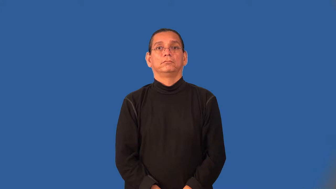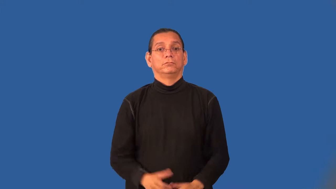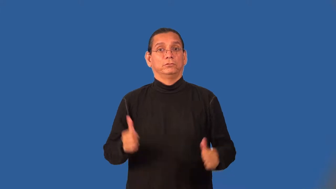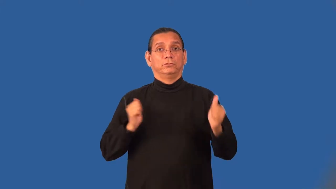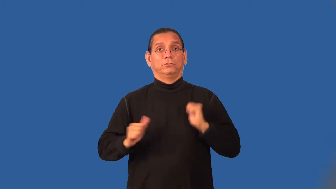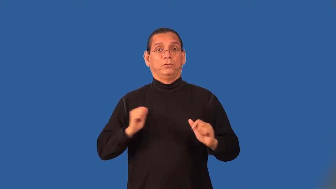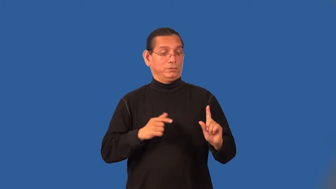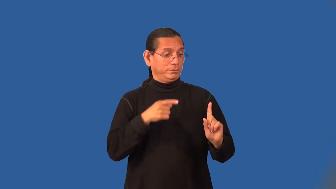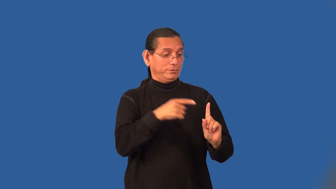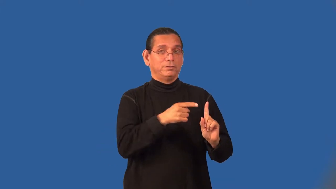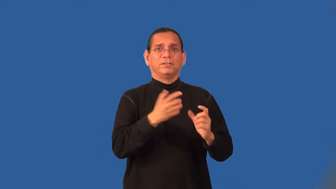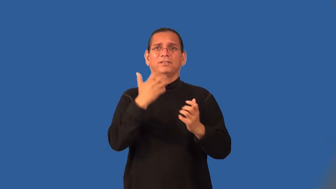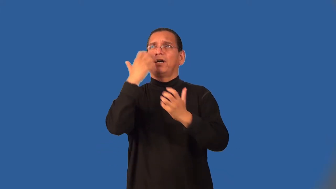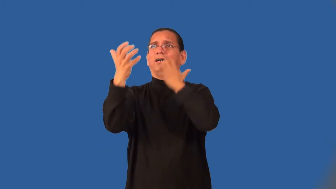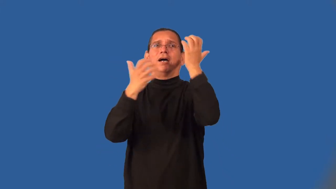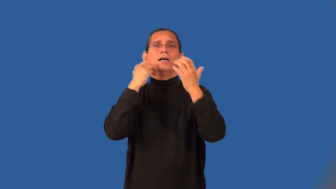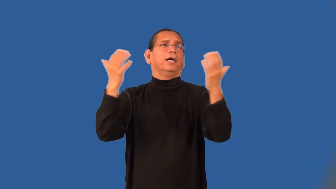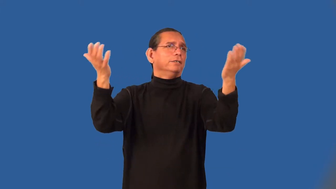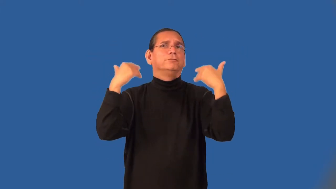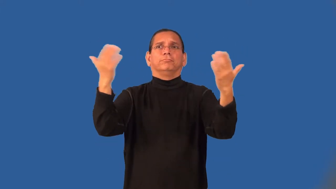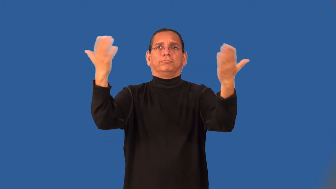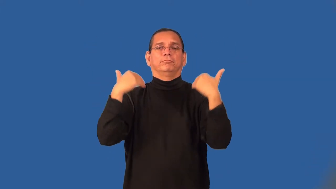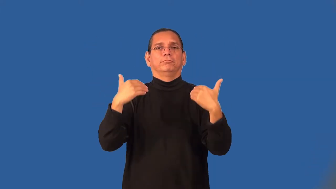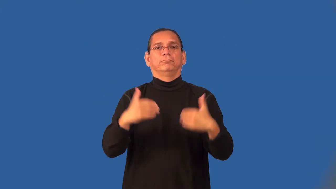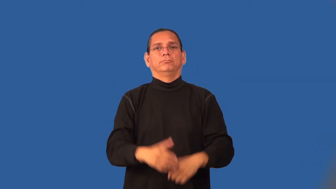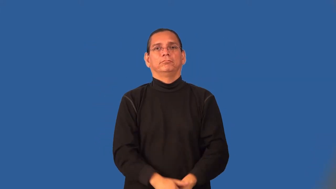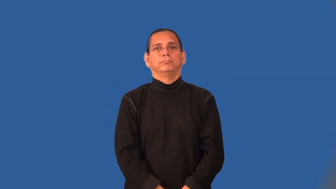barker